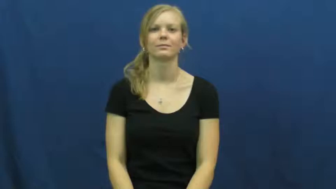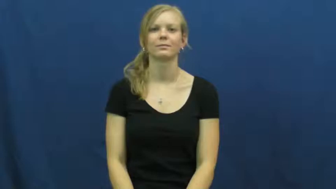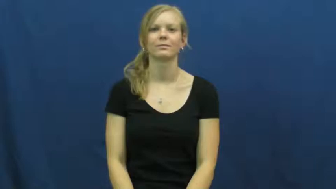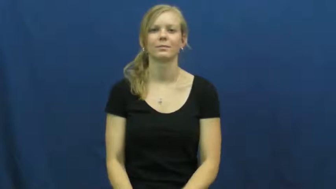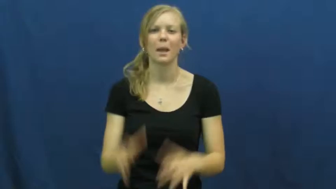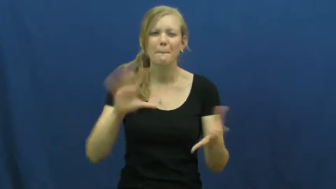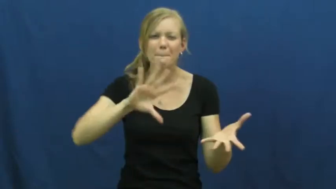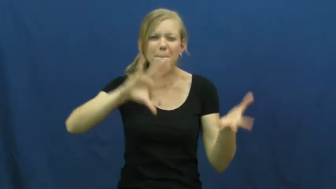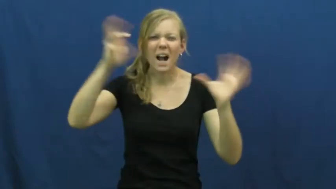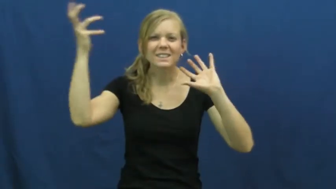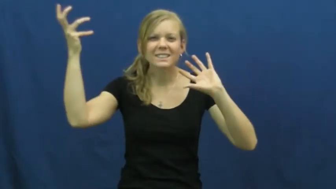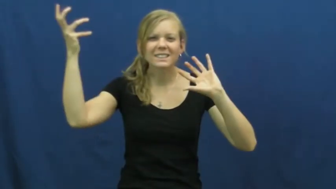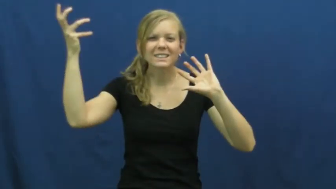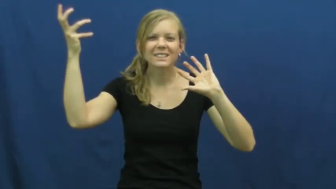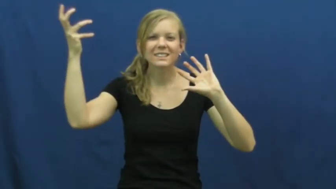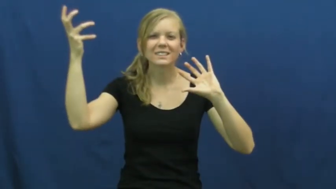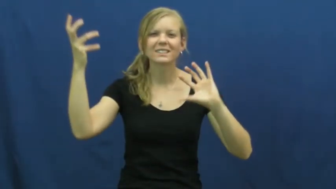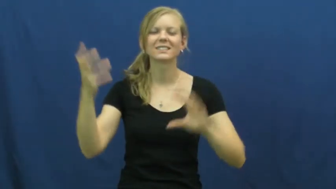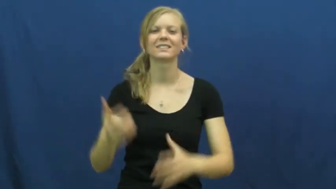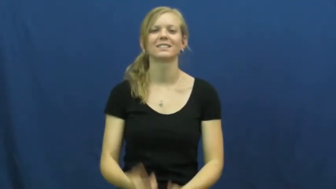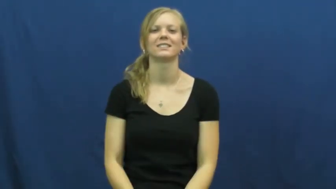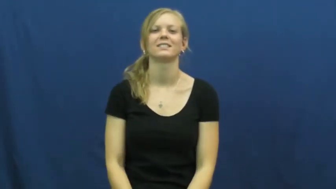messy,clutter,frightful